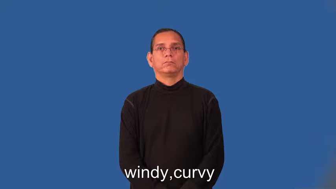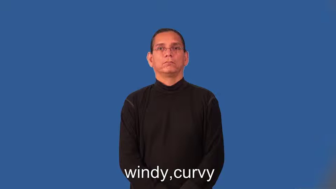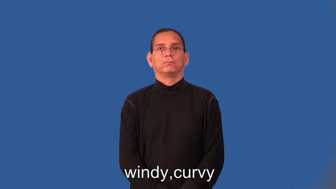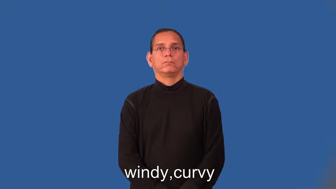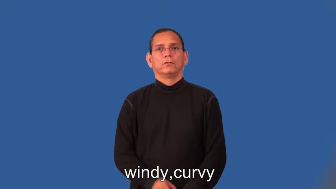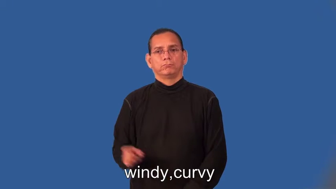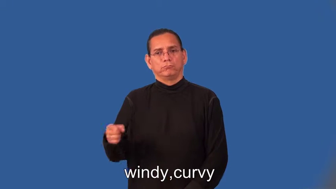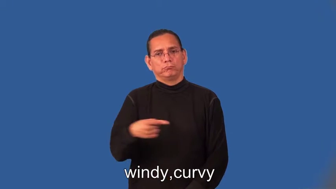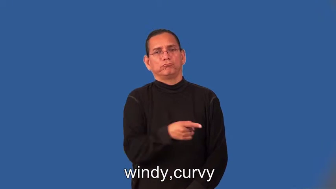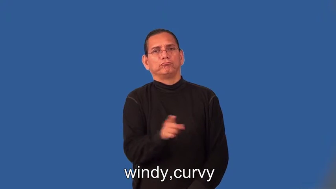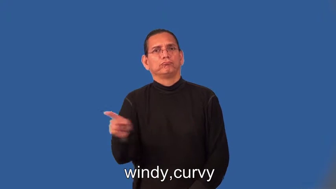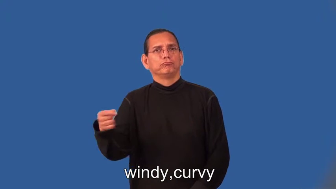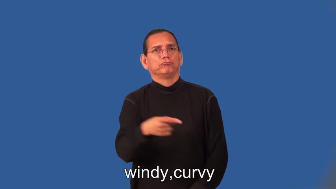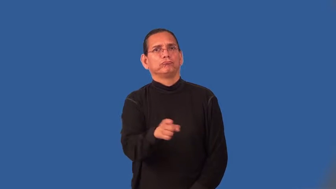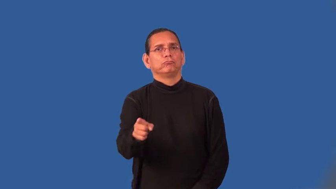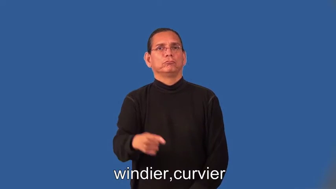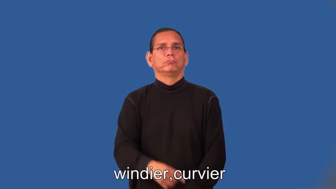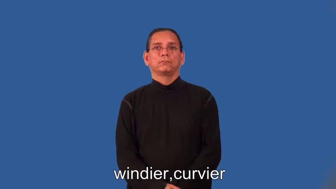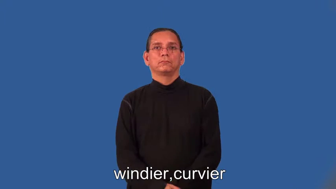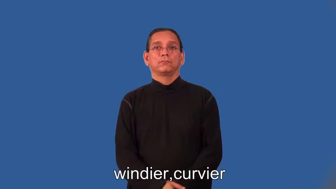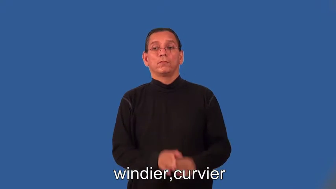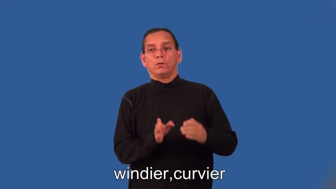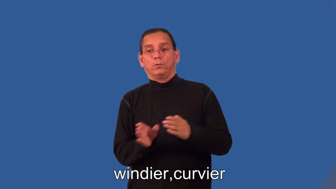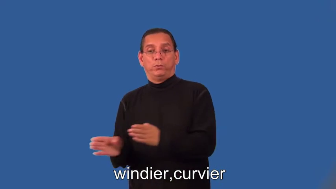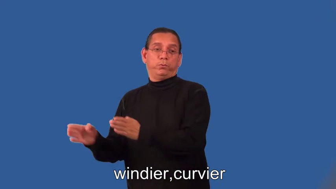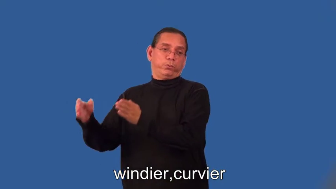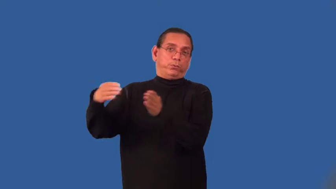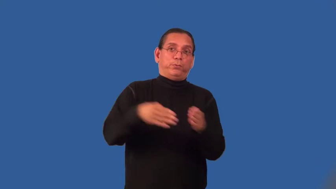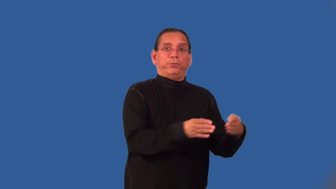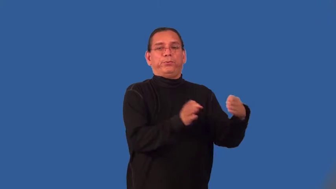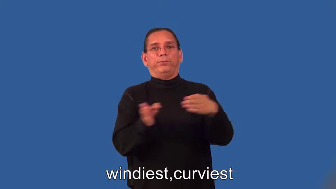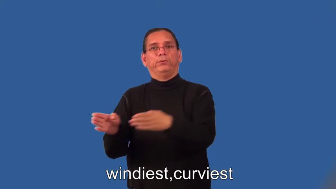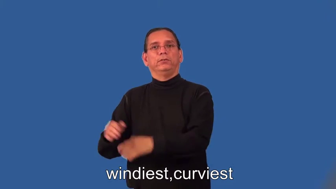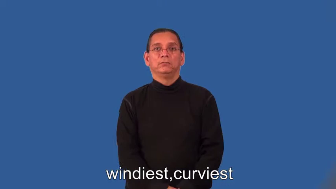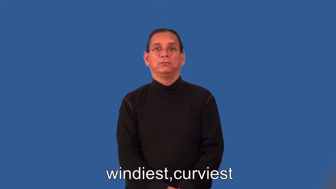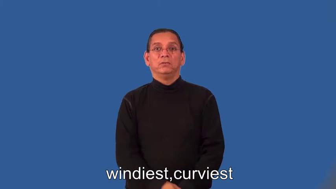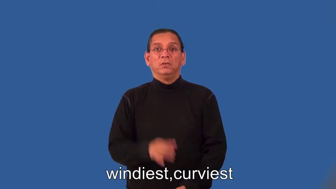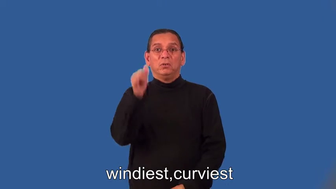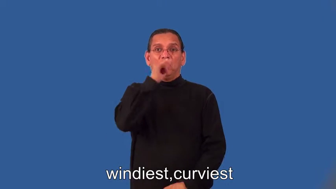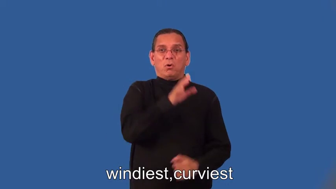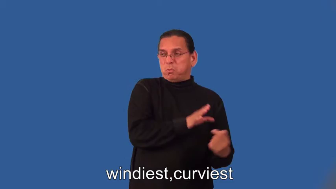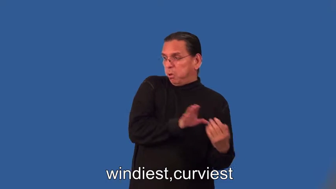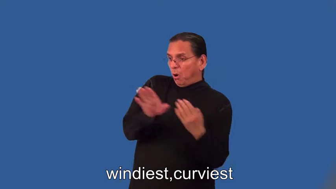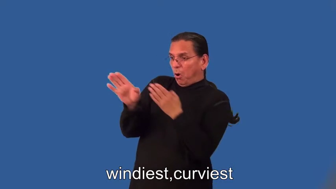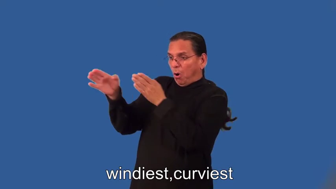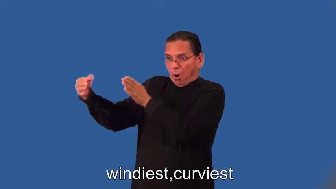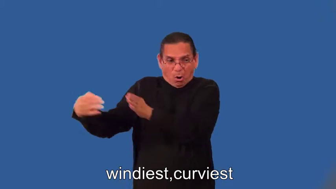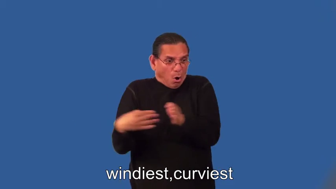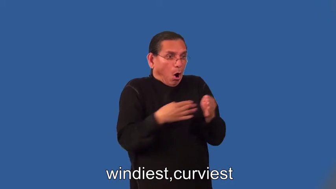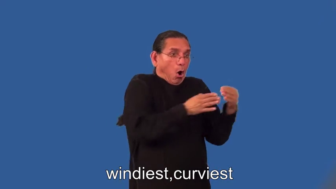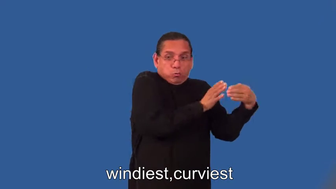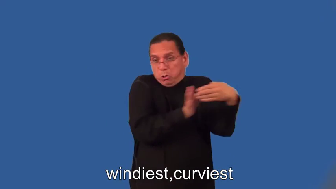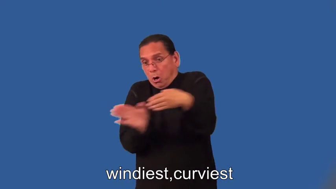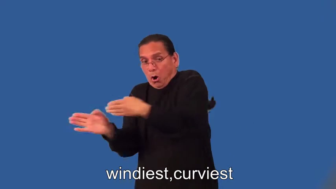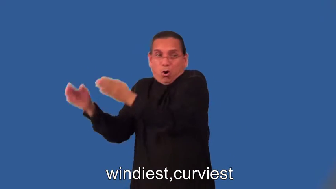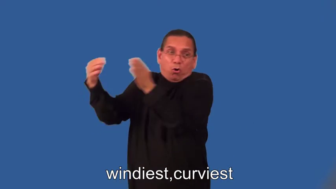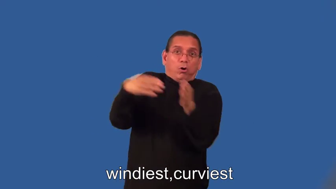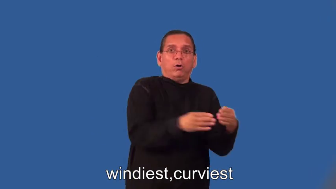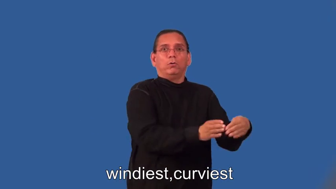windier,curvier,windiest,curviest